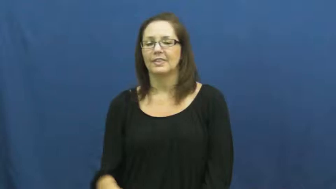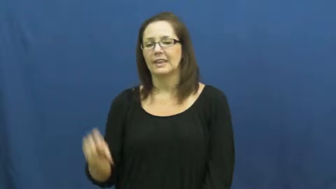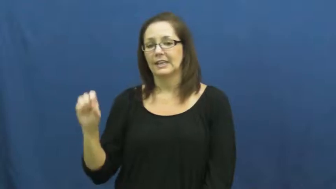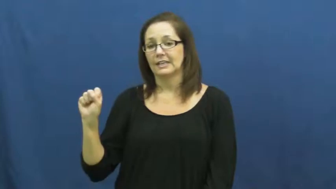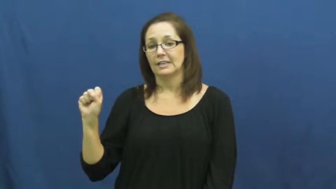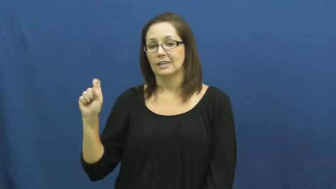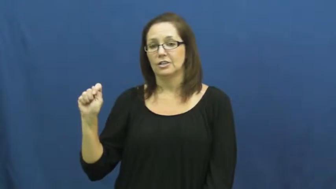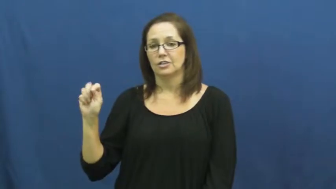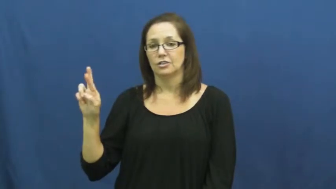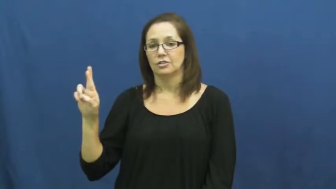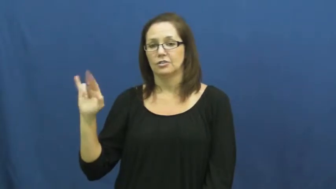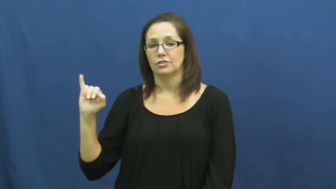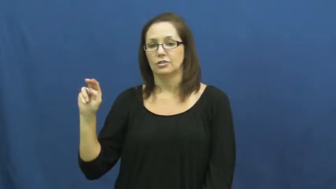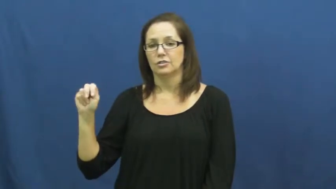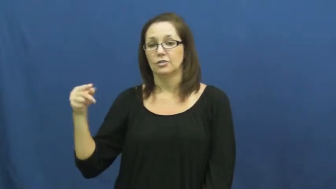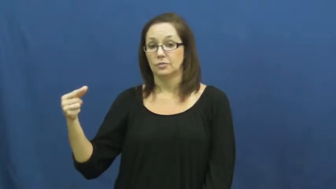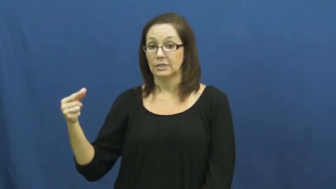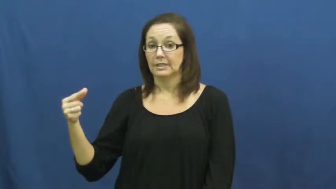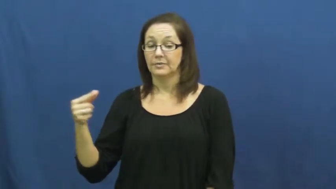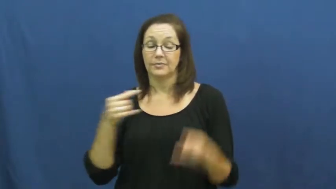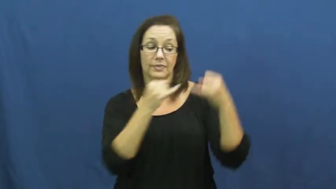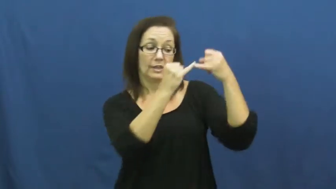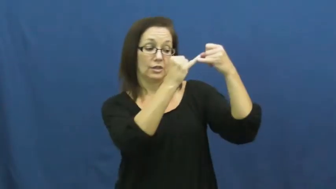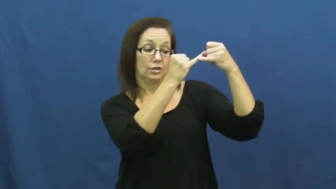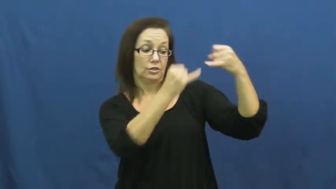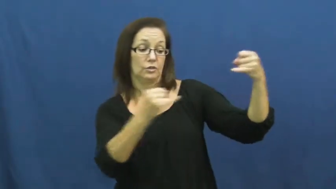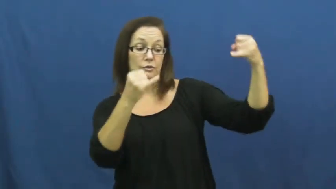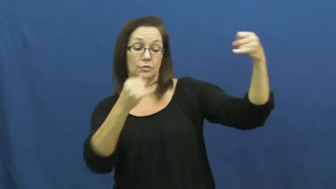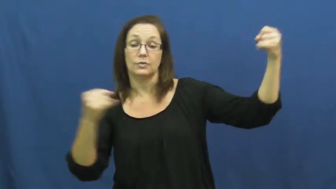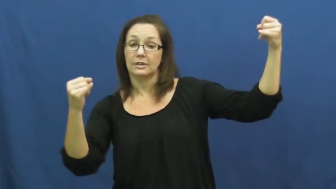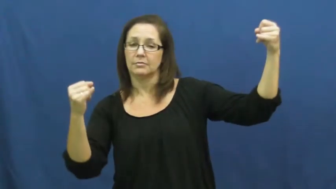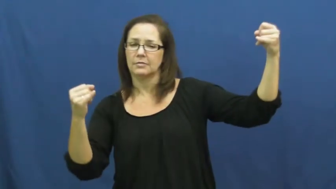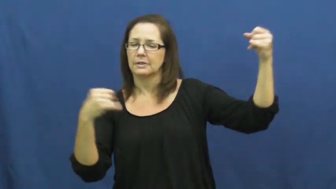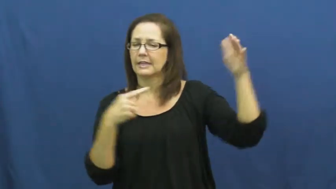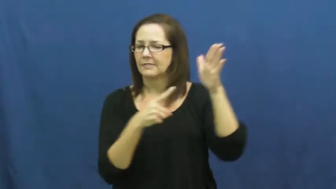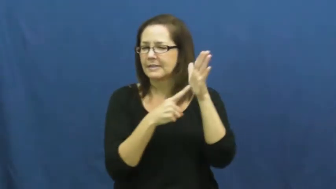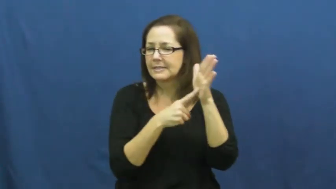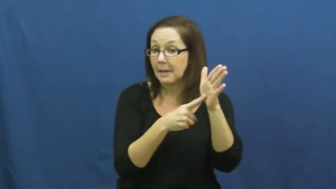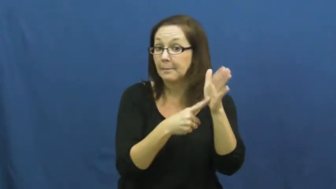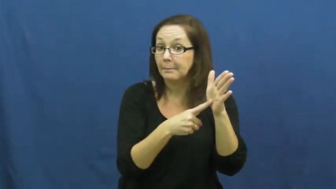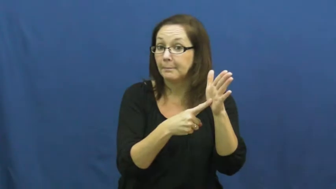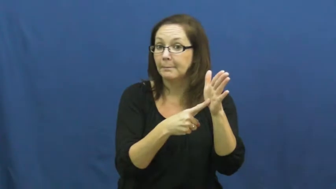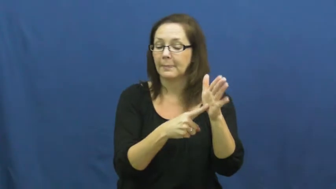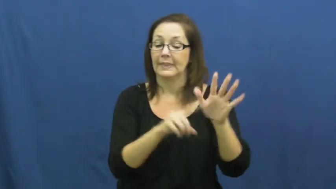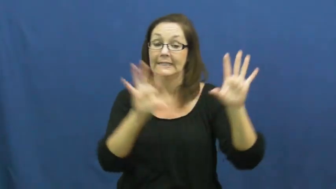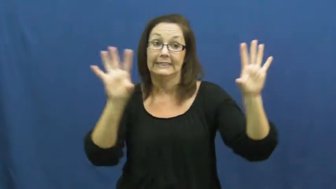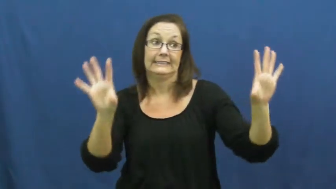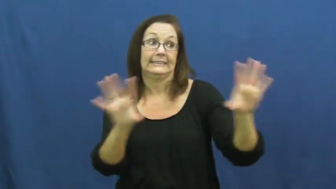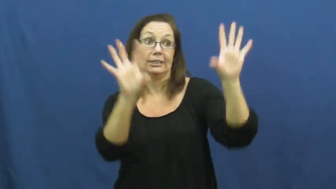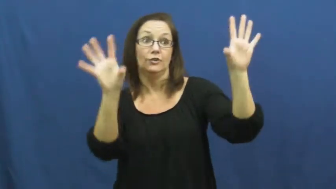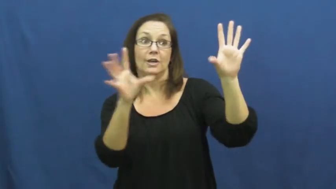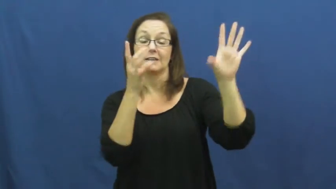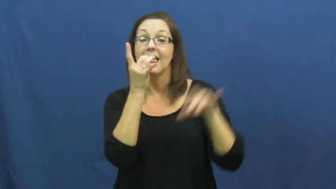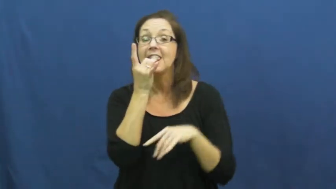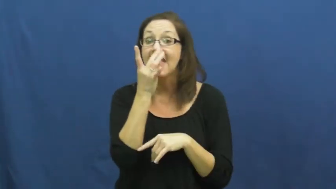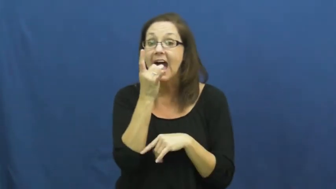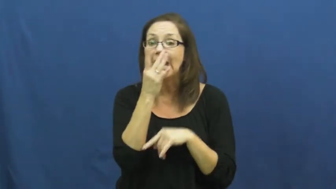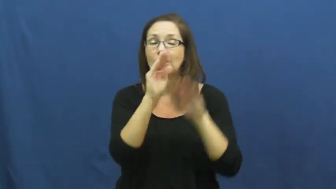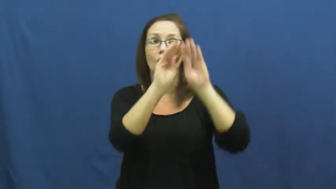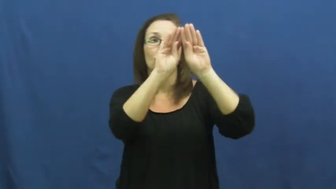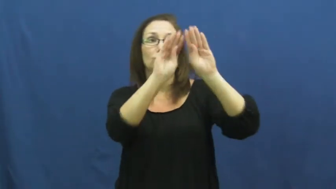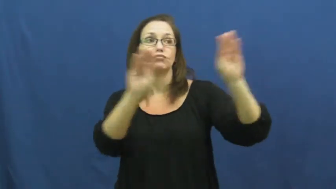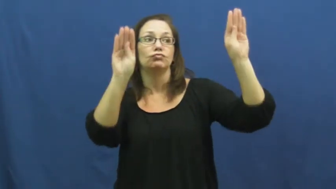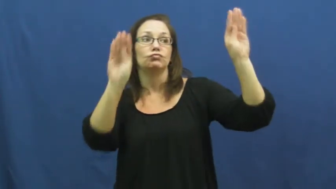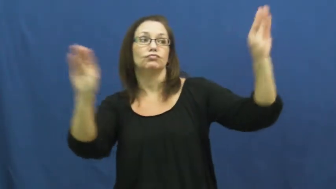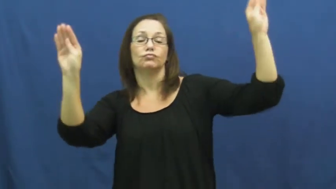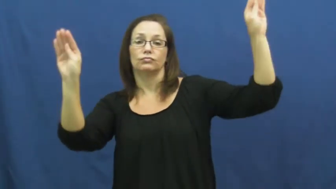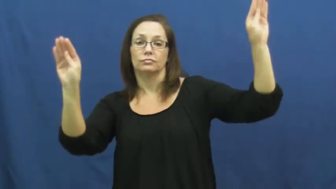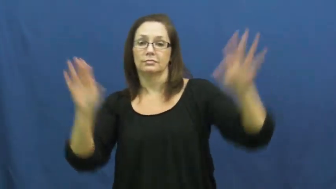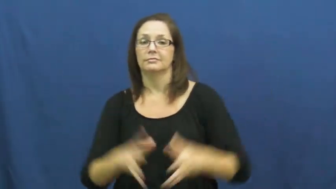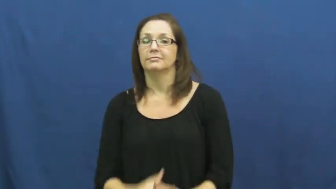string-lights